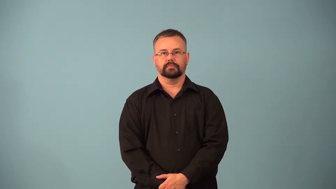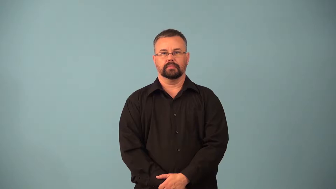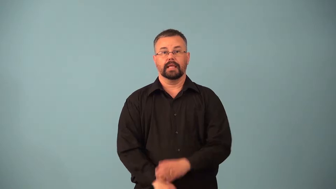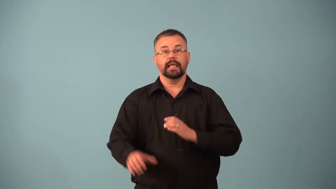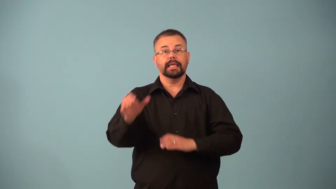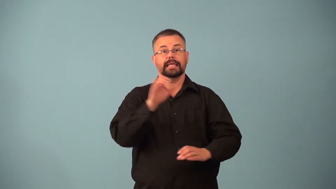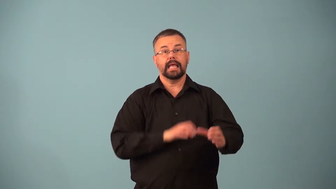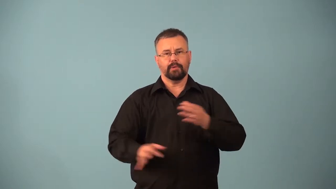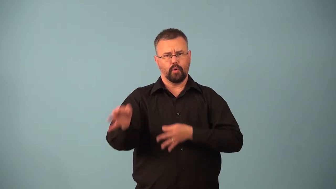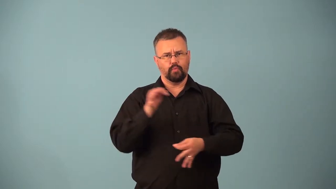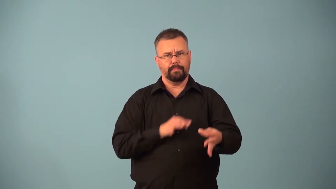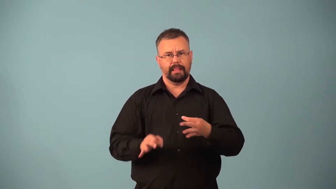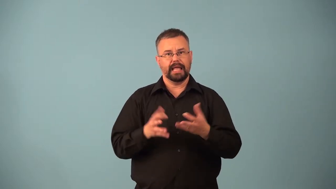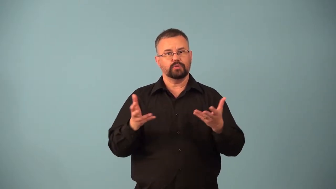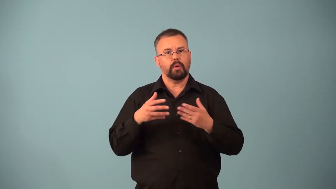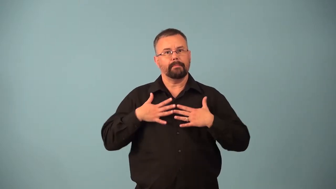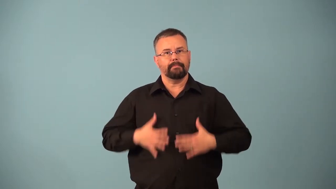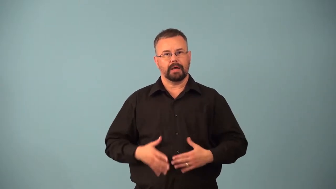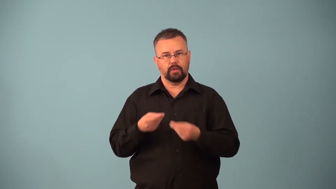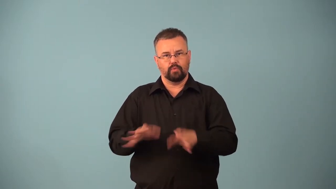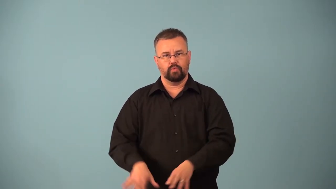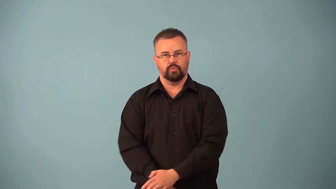isotonic